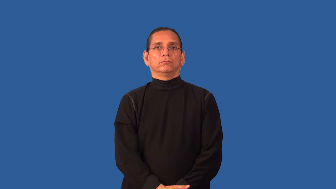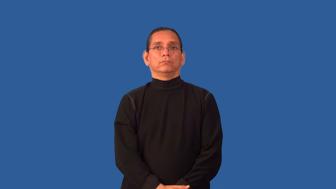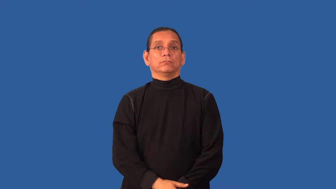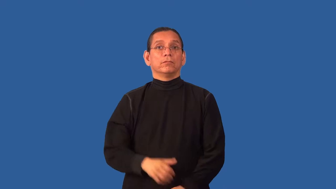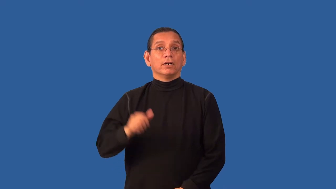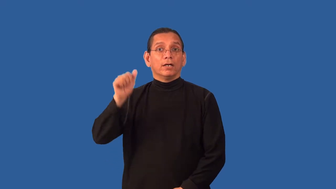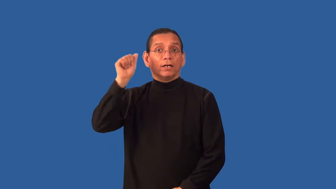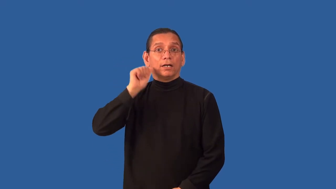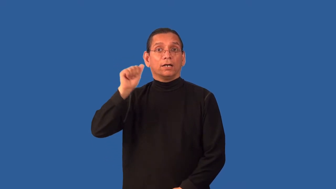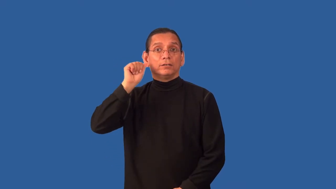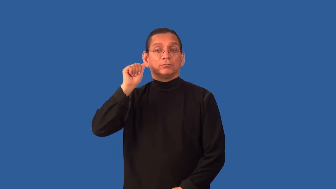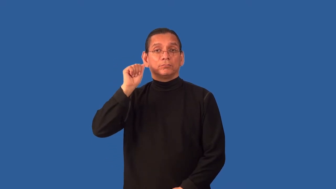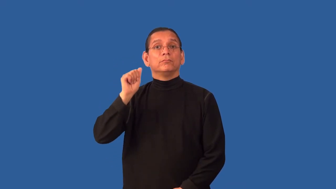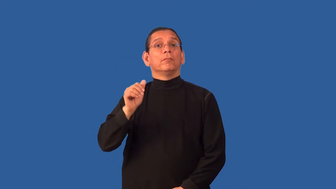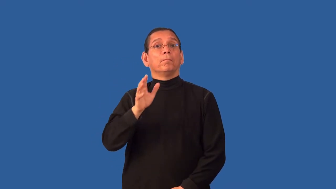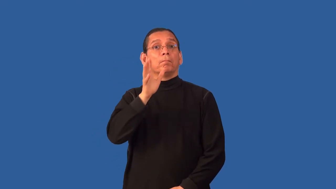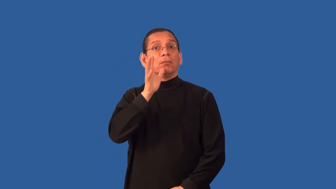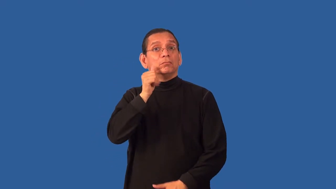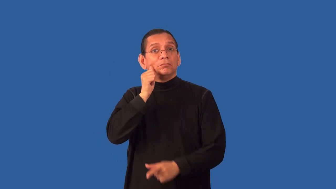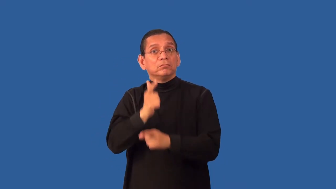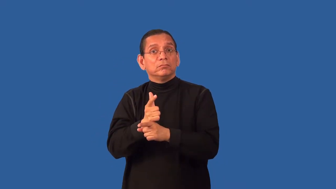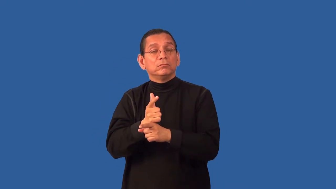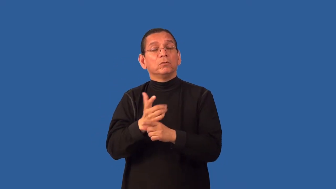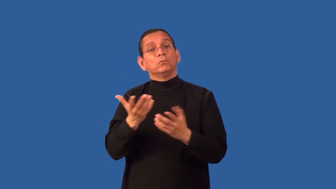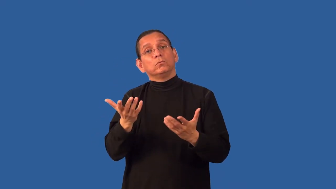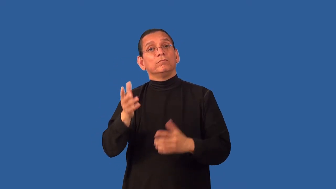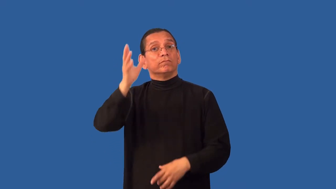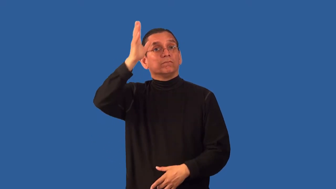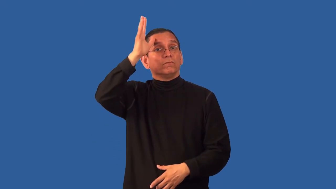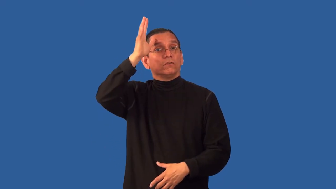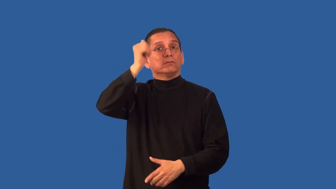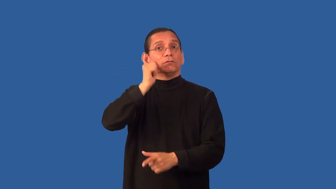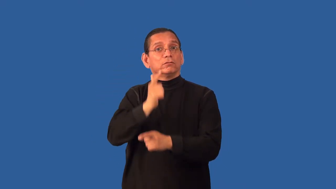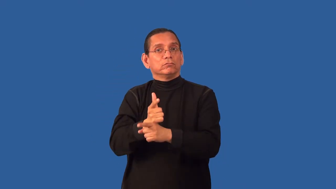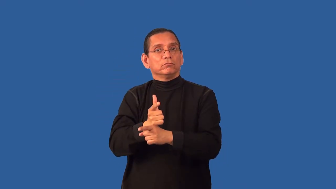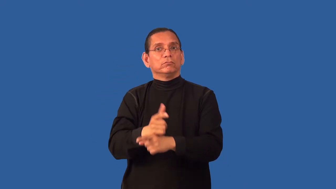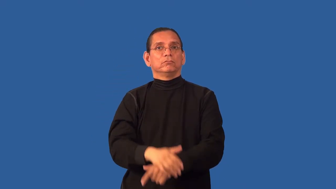aunt